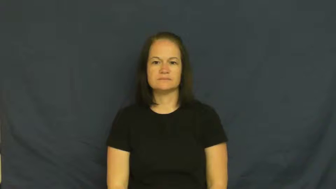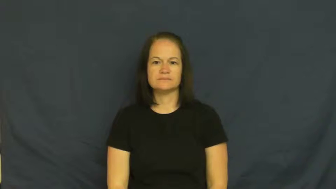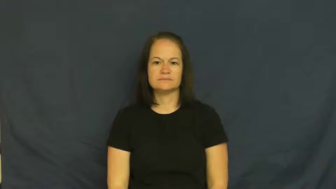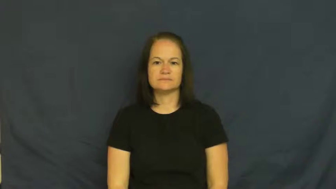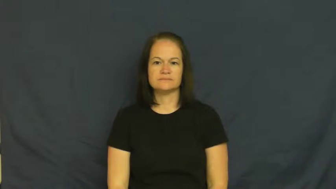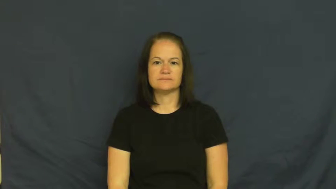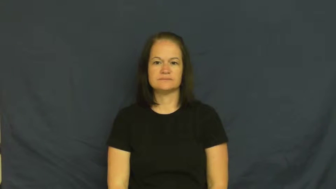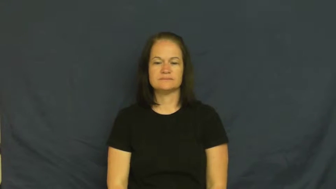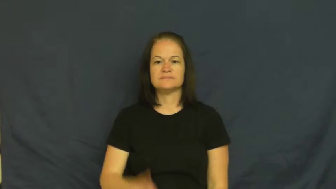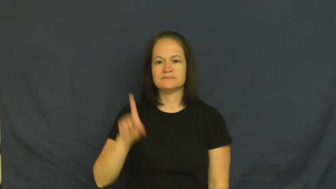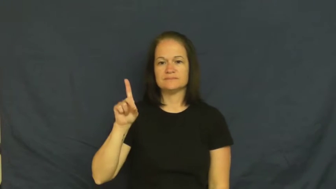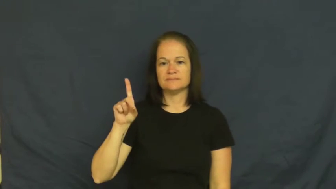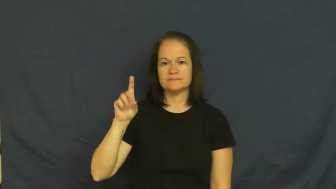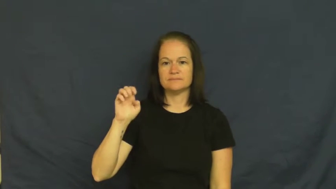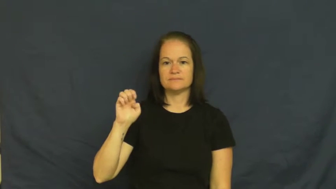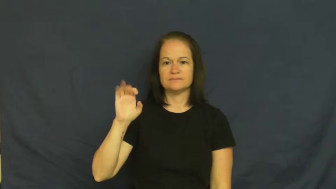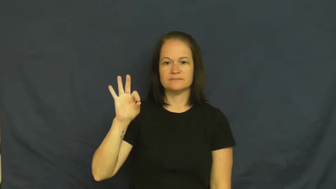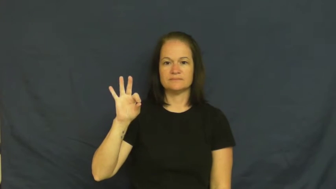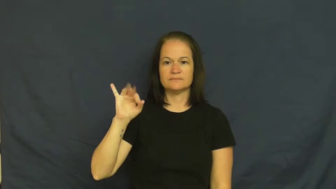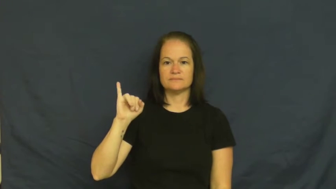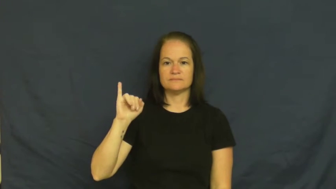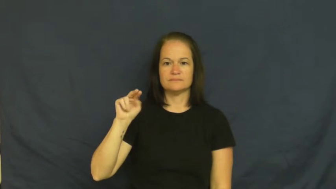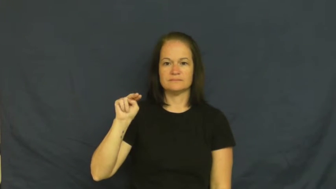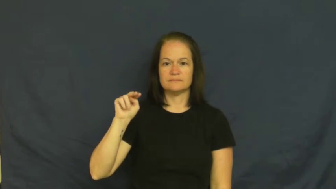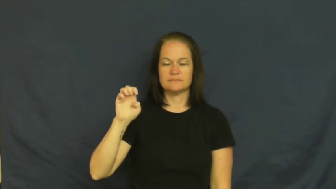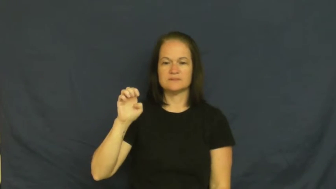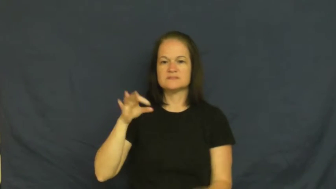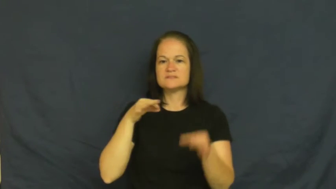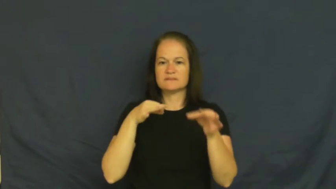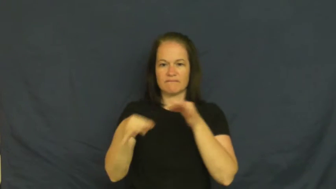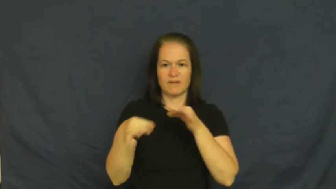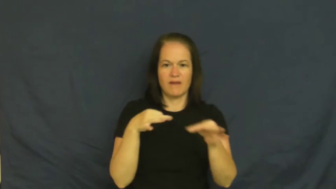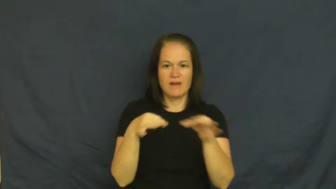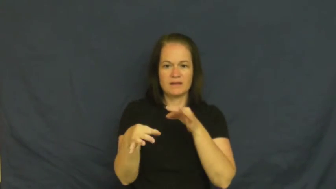define